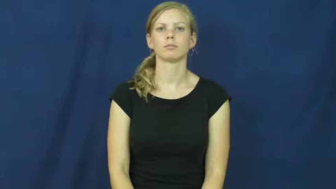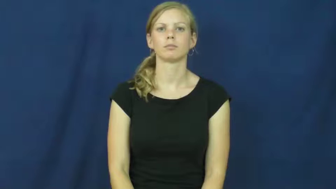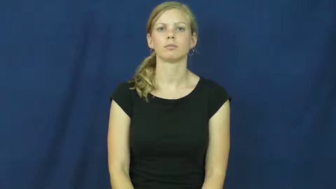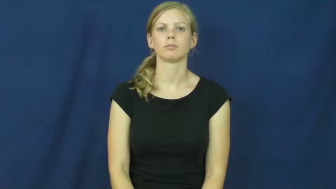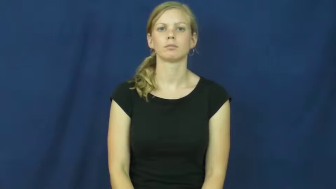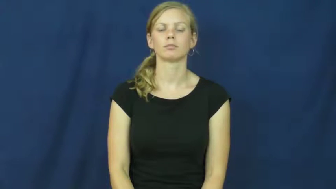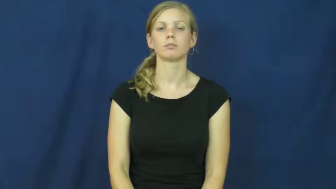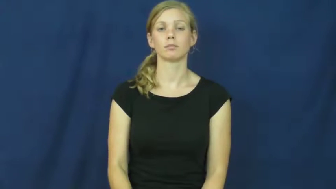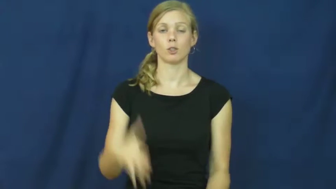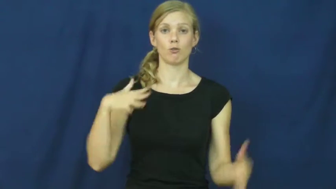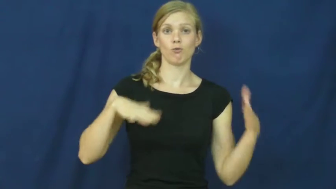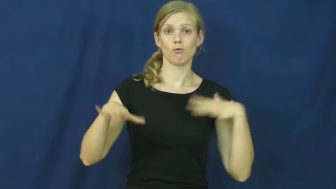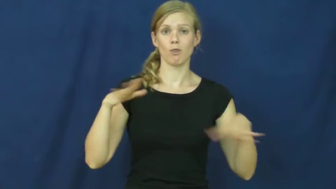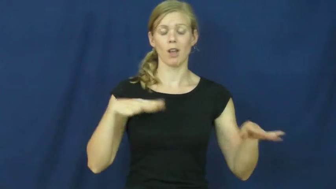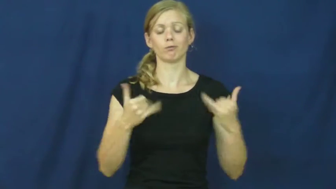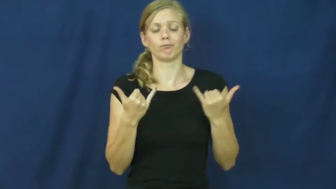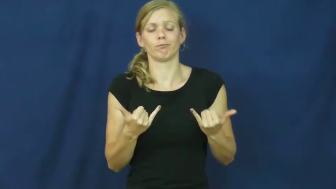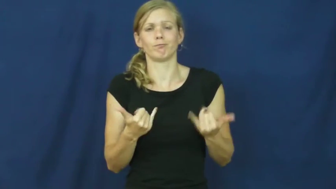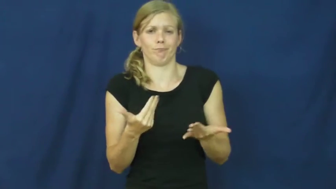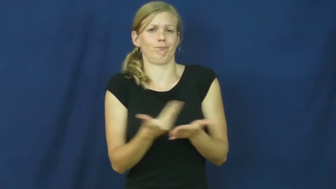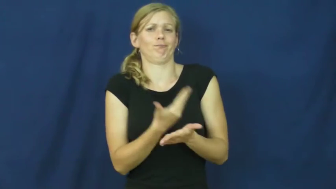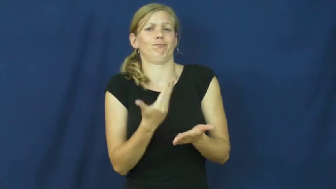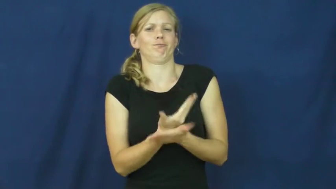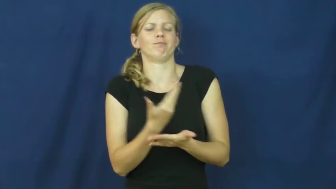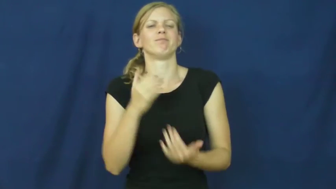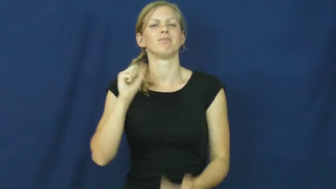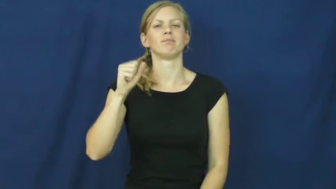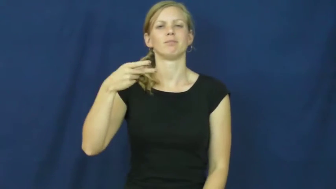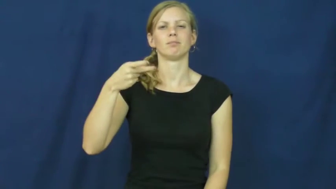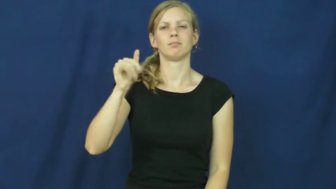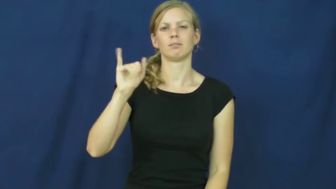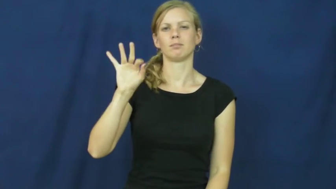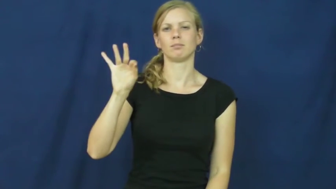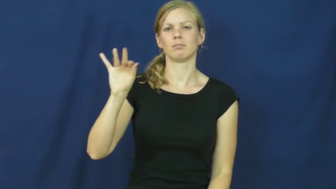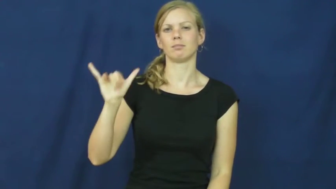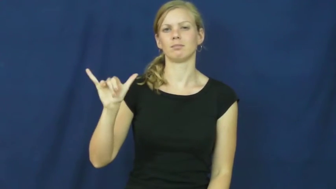spiffy